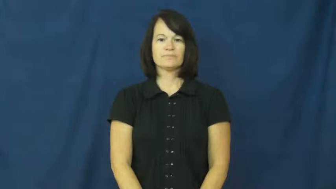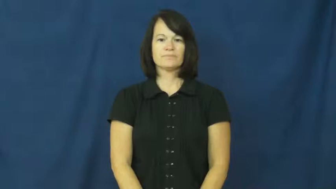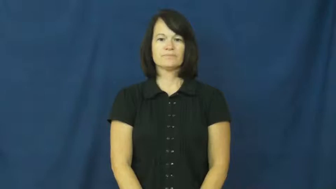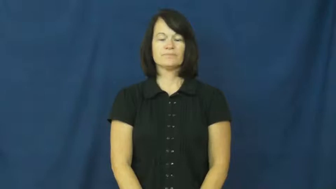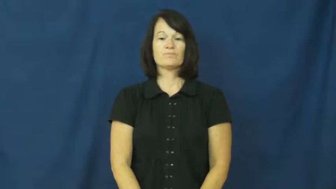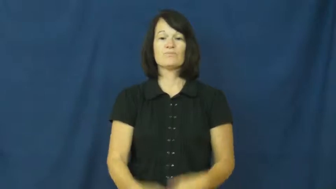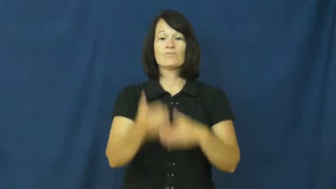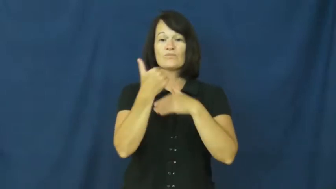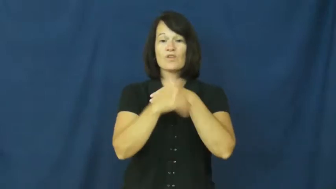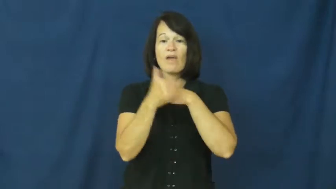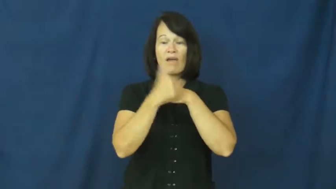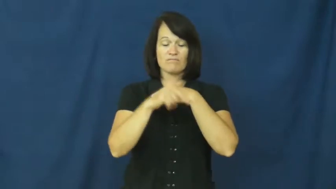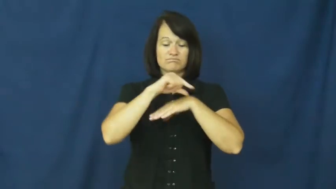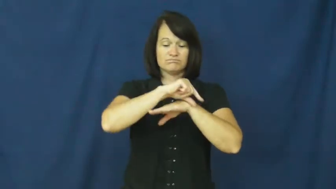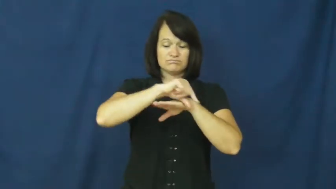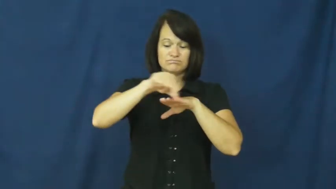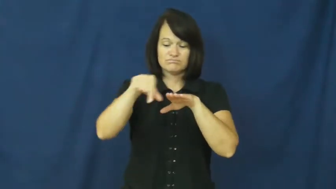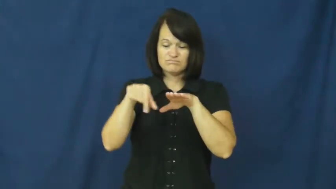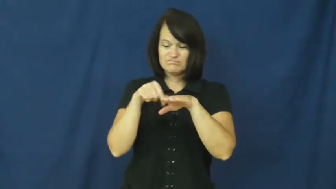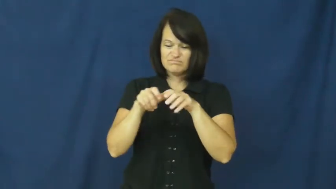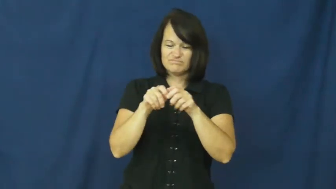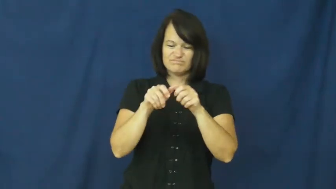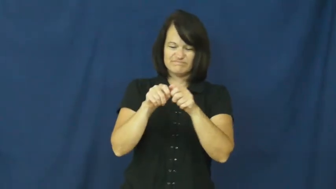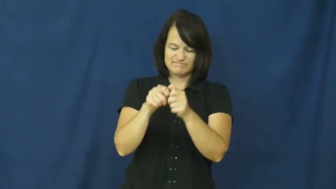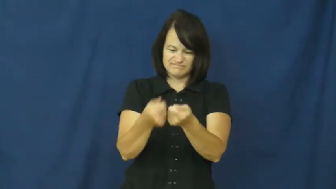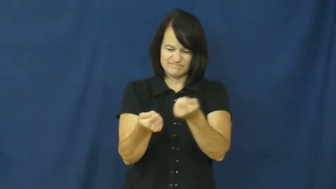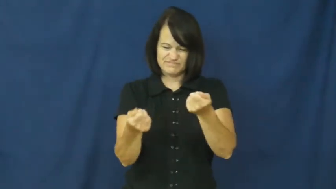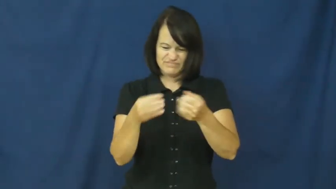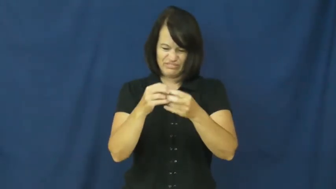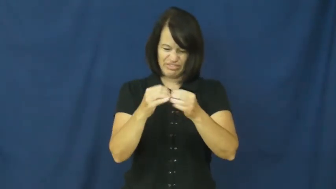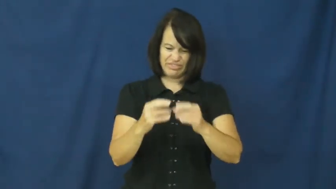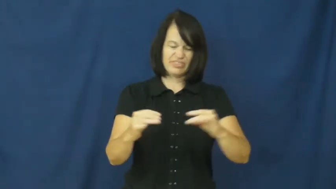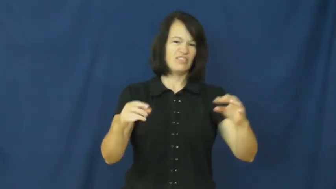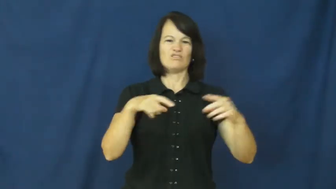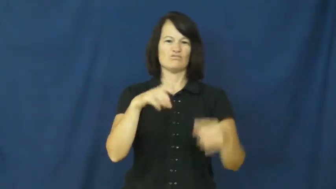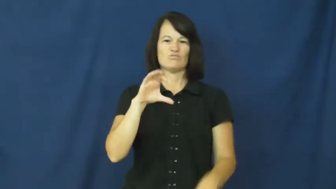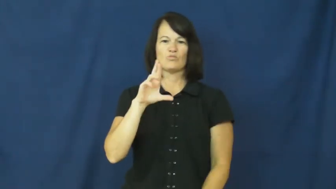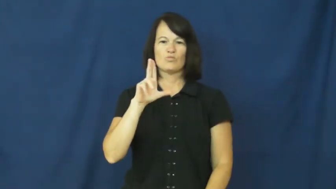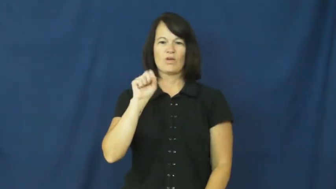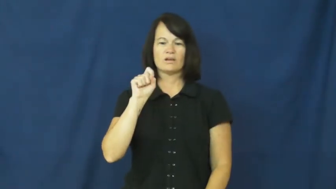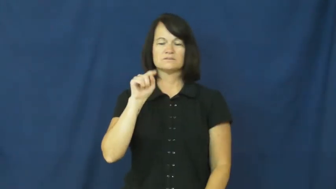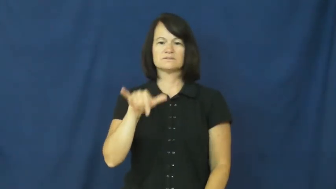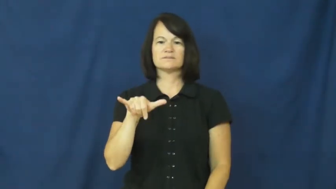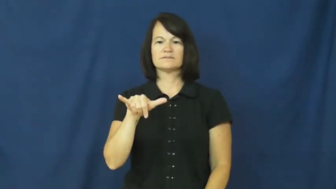crusty-bread